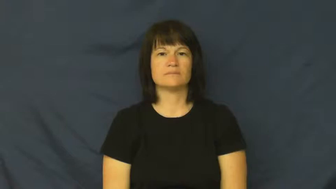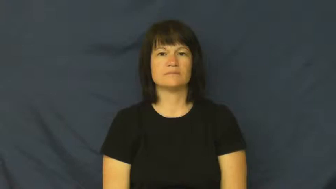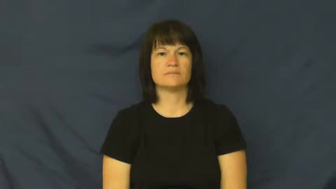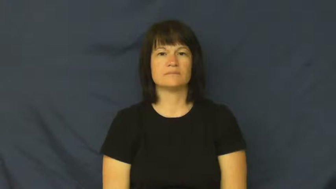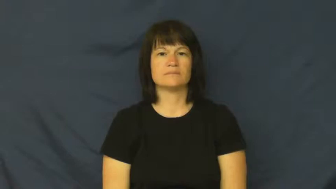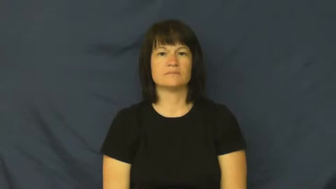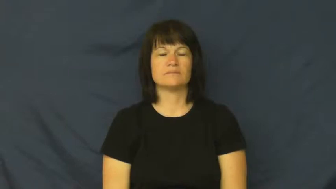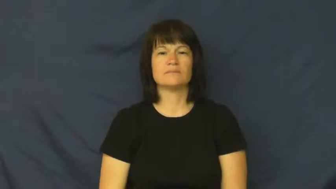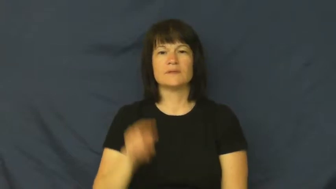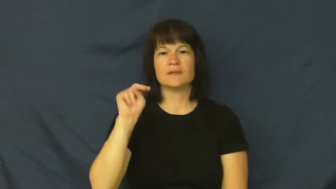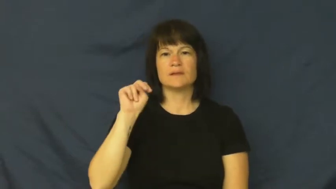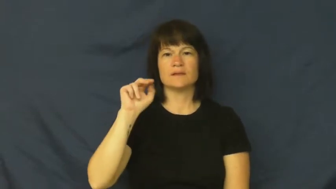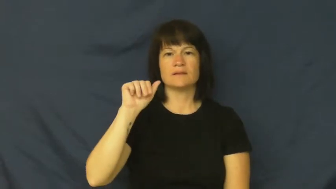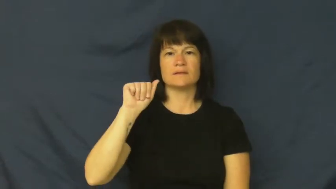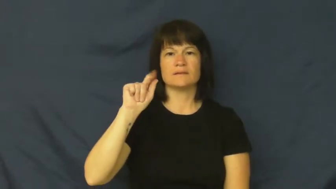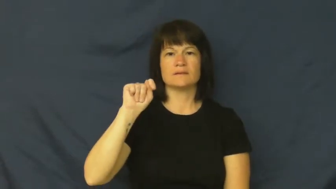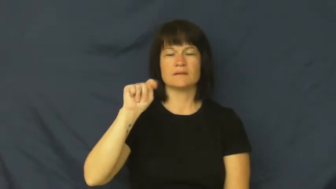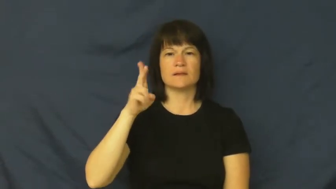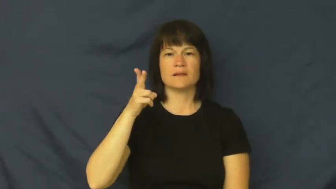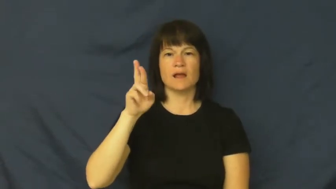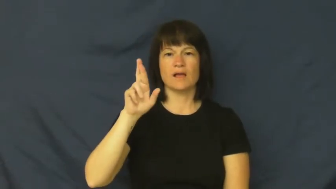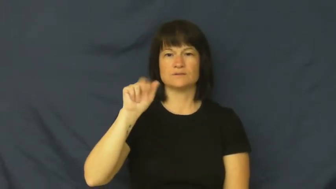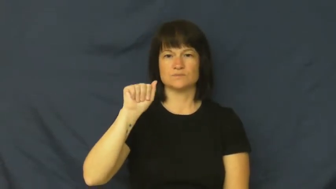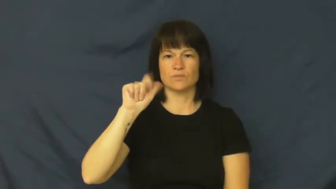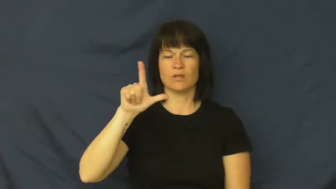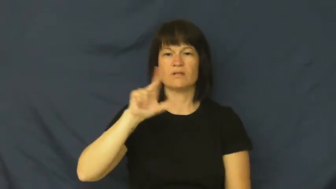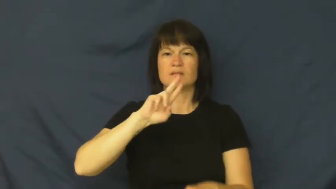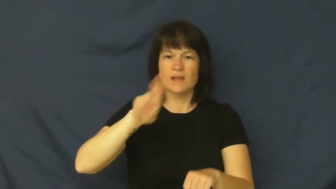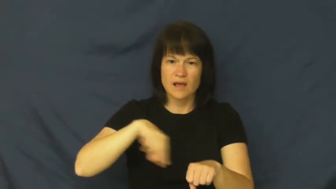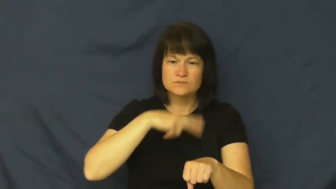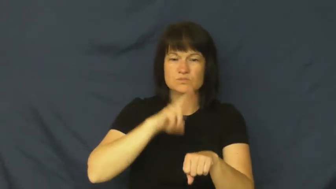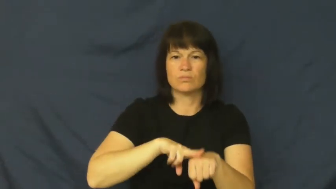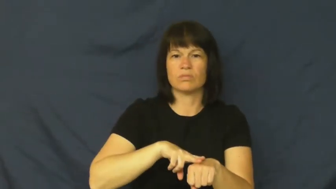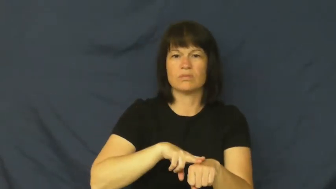natural,nature